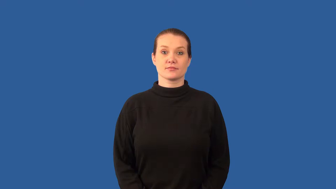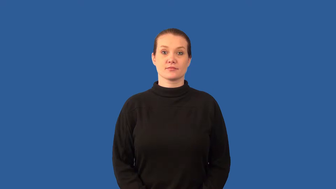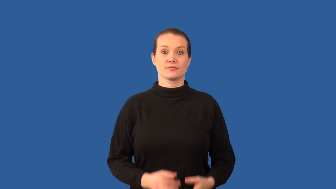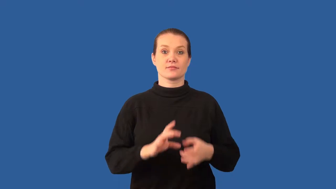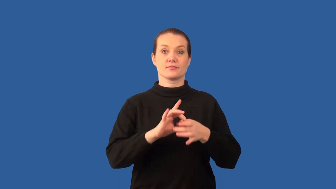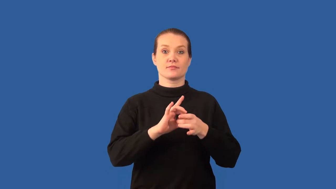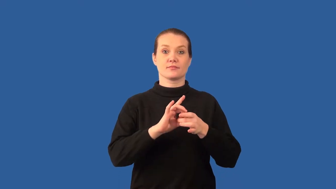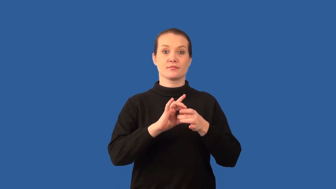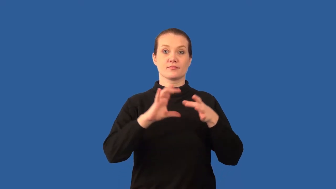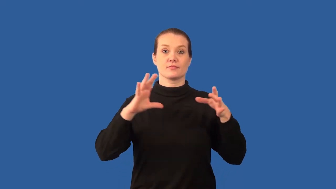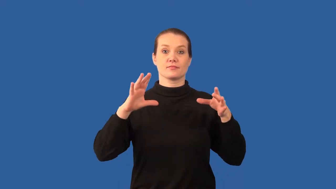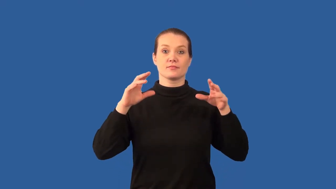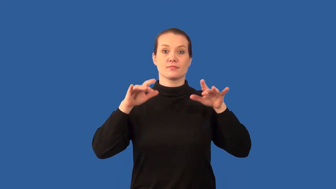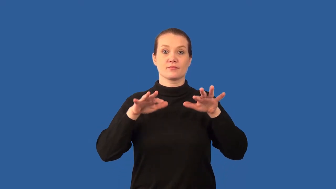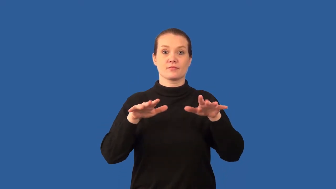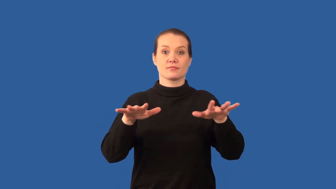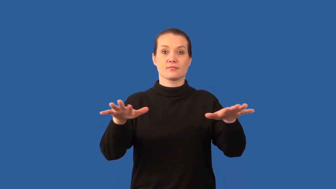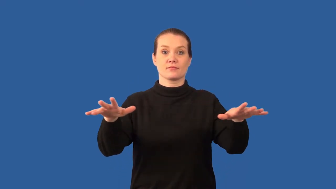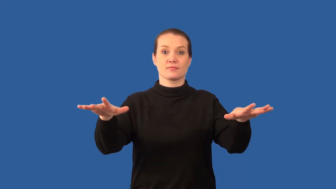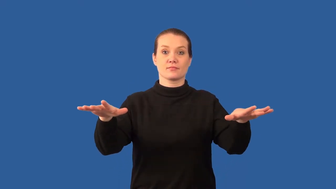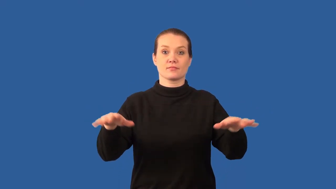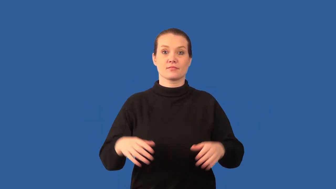dissociation